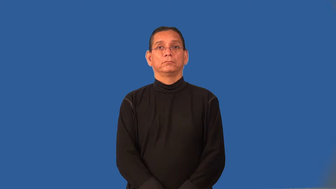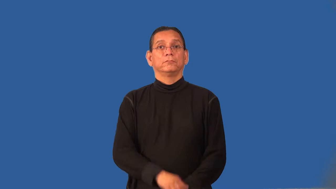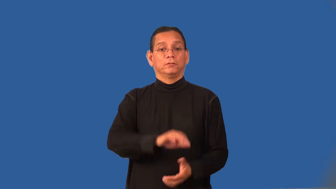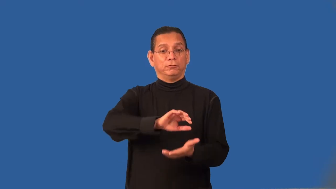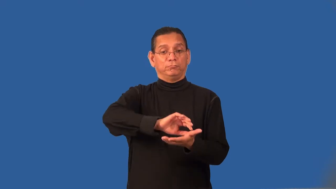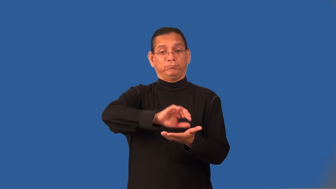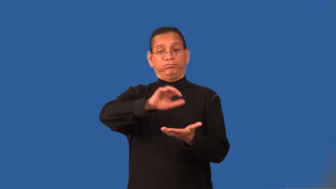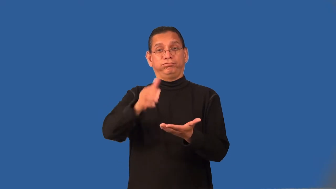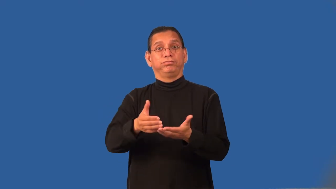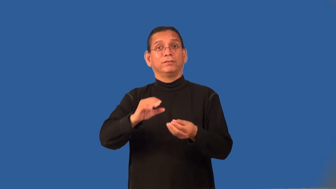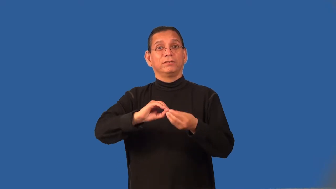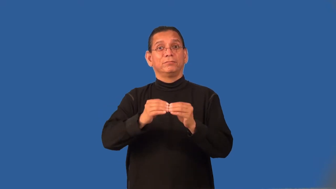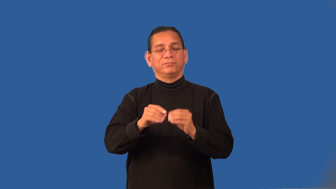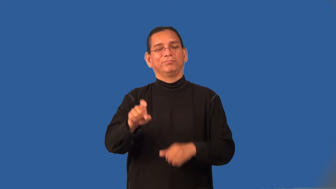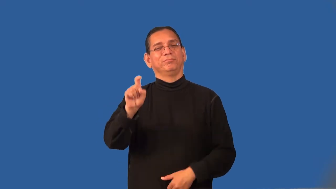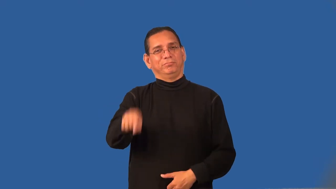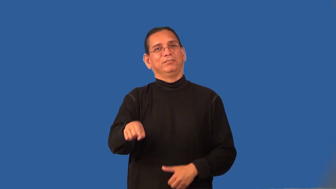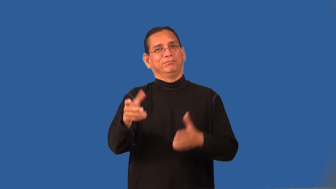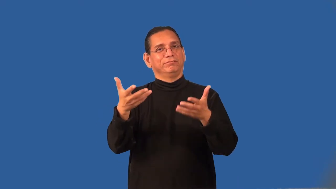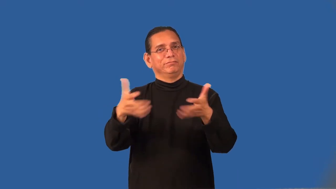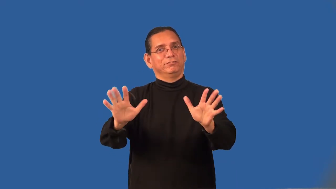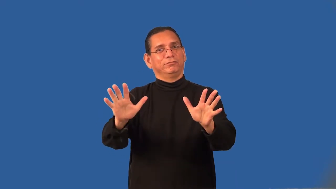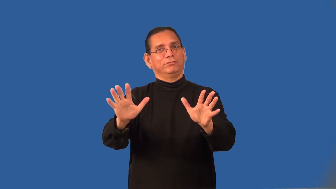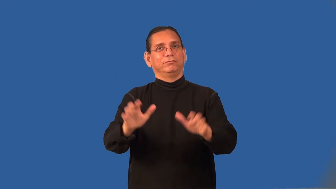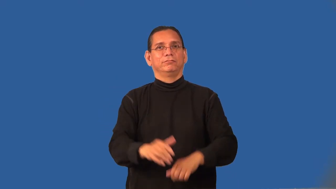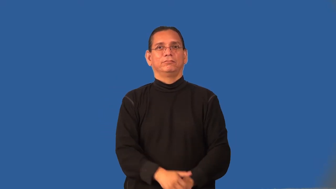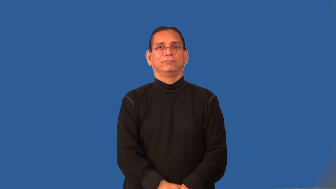quota